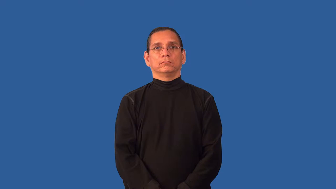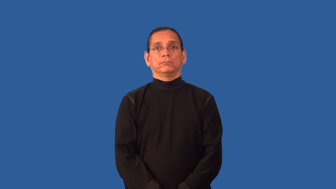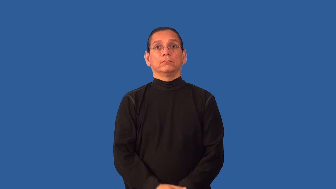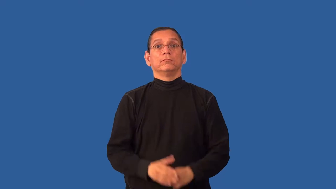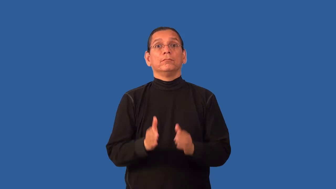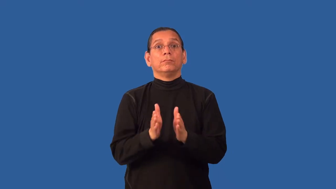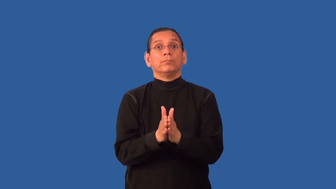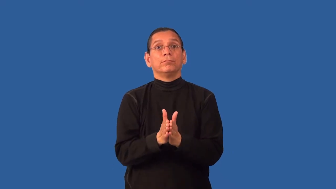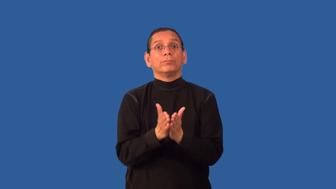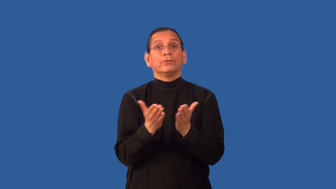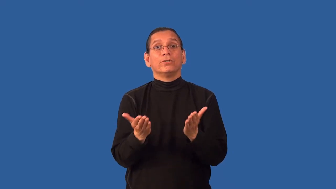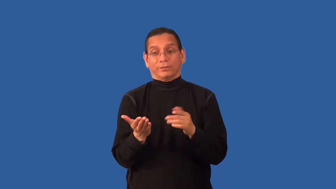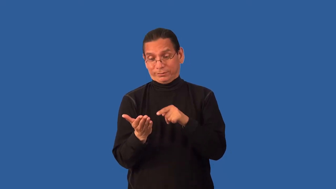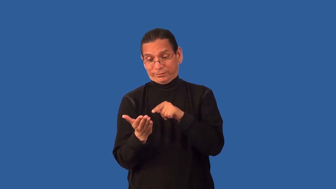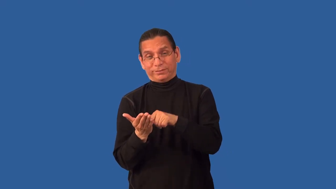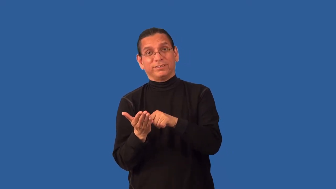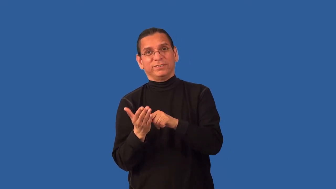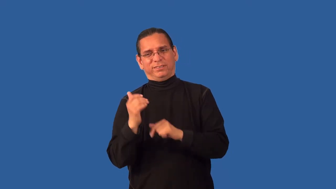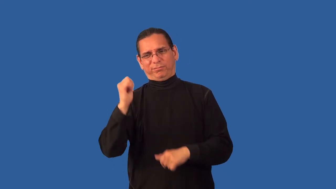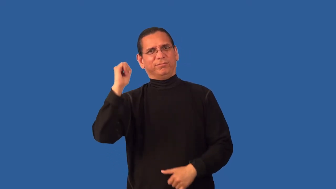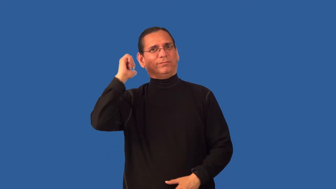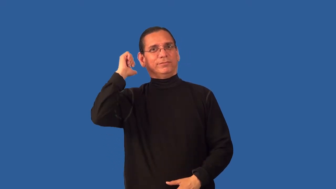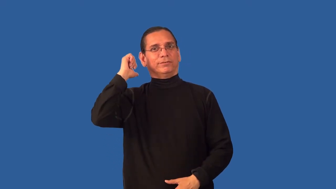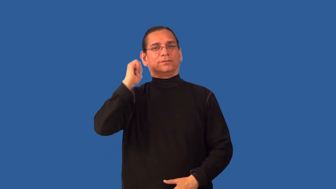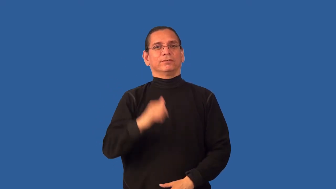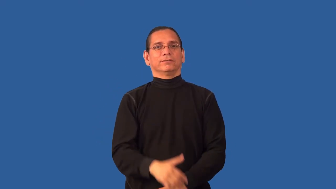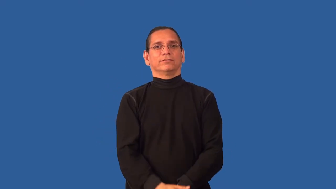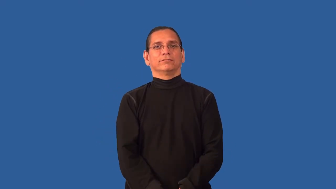back-book inside